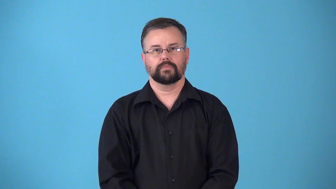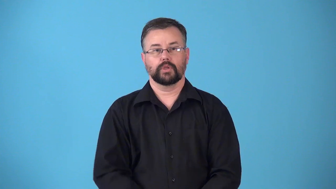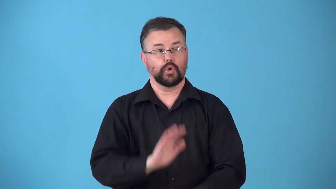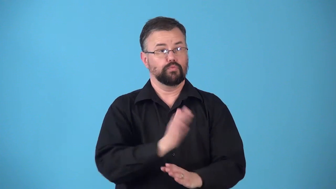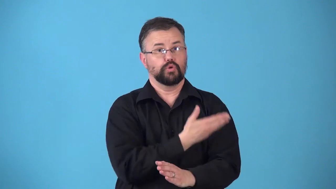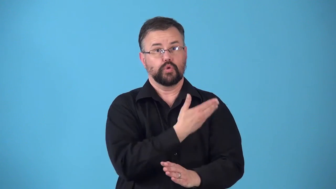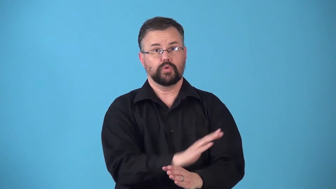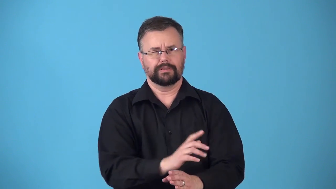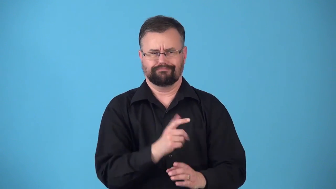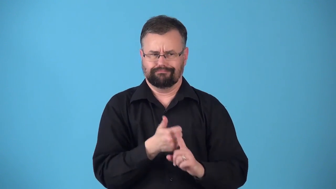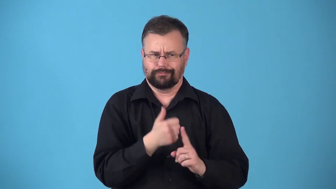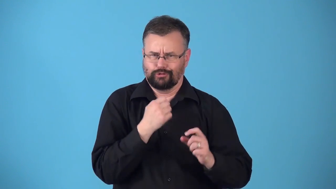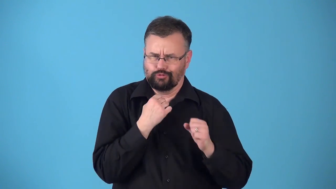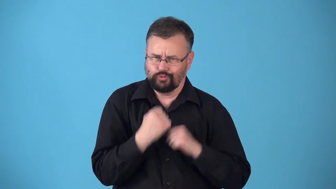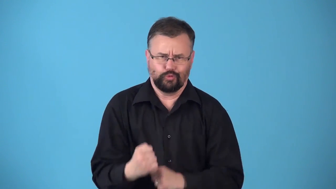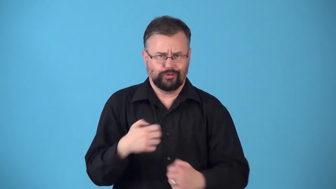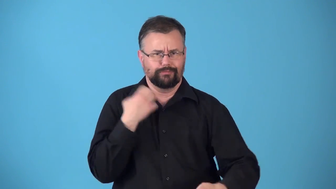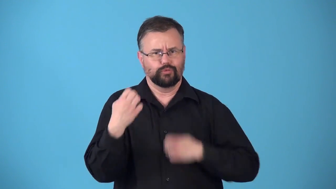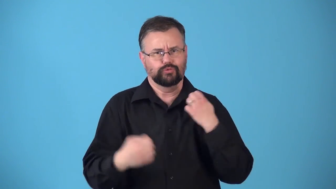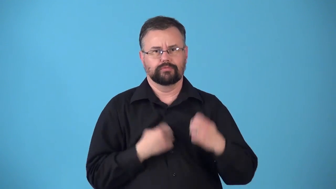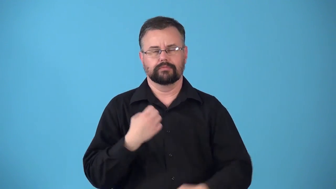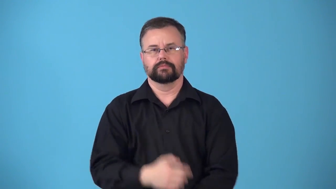rhapsody-music